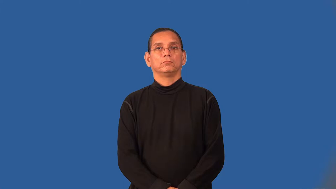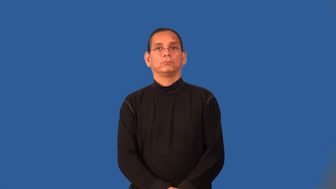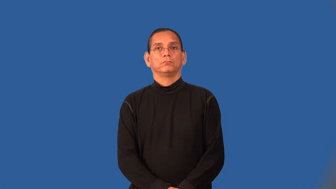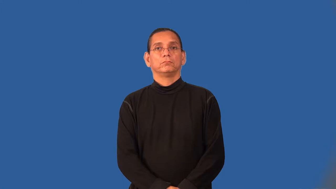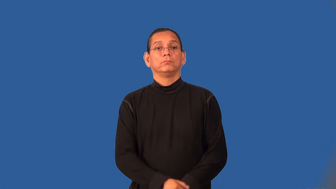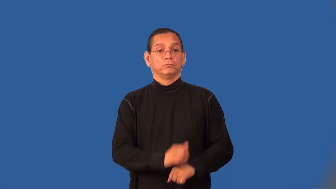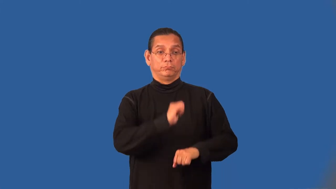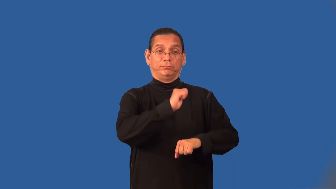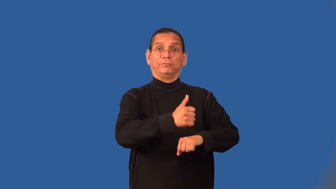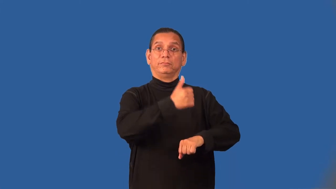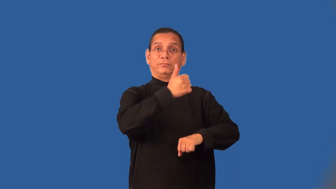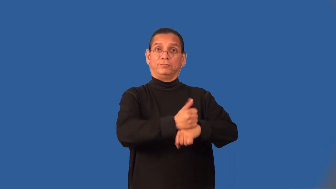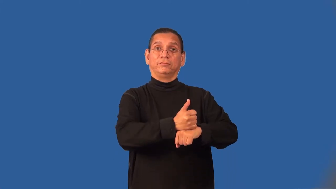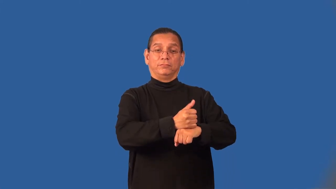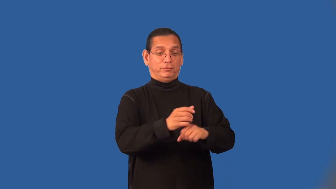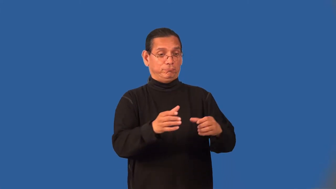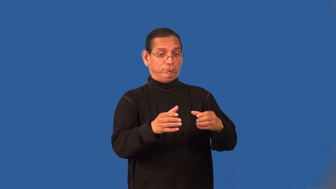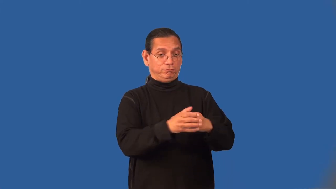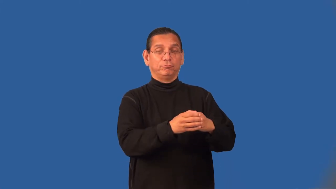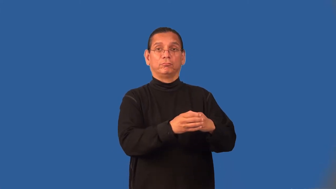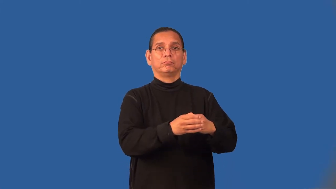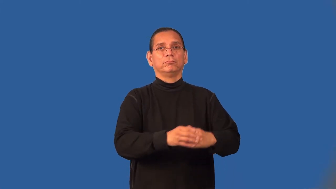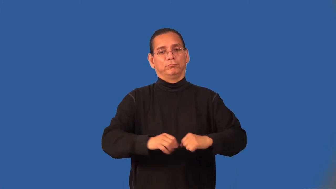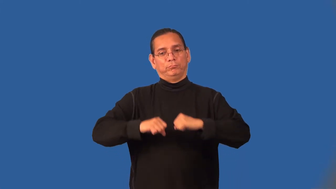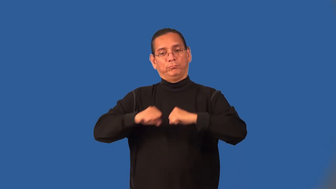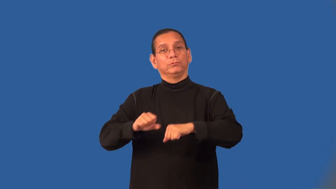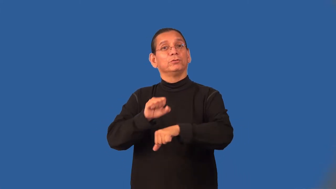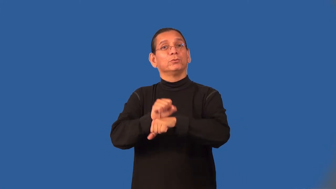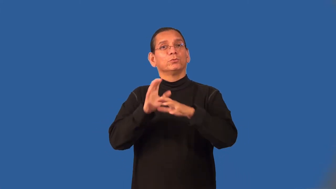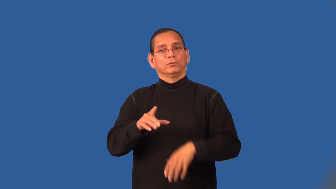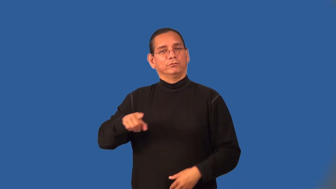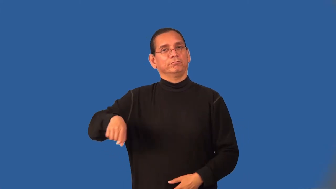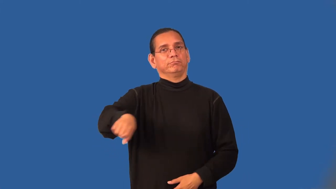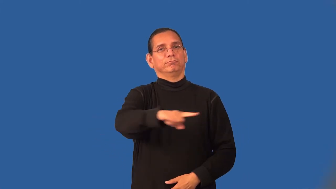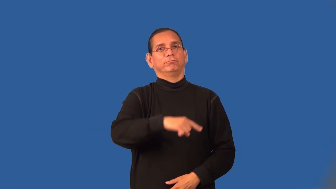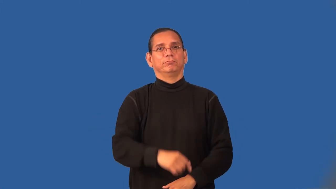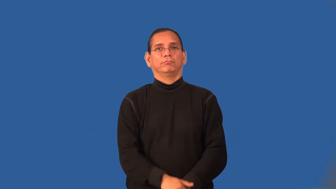unionize